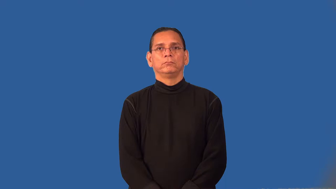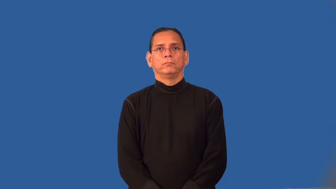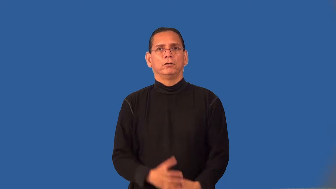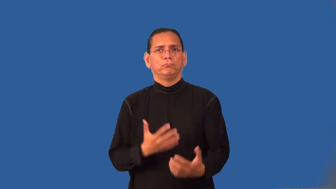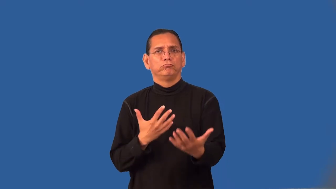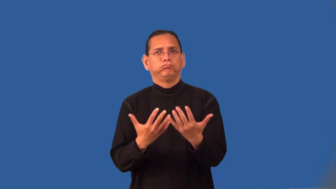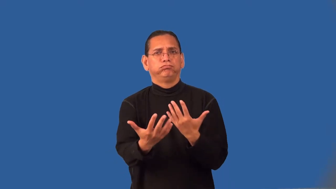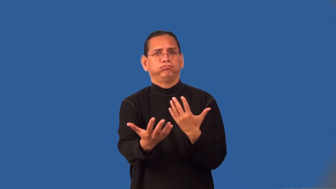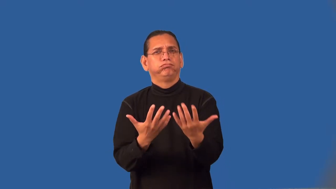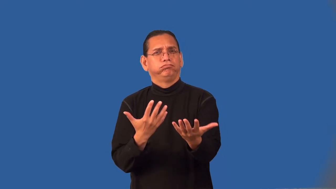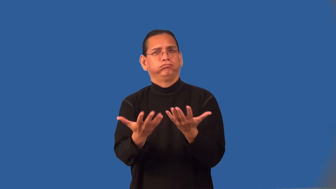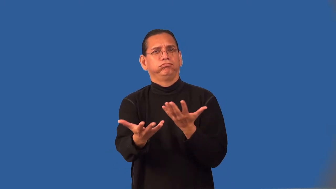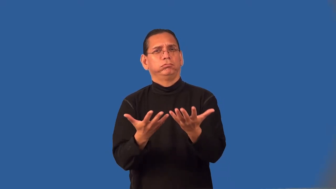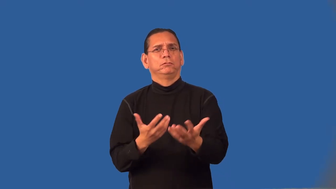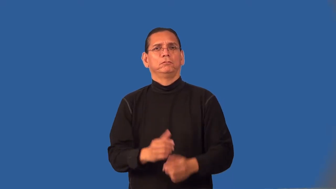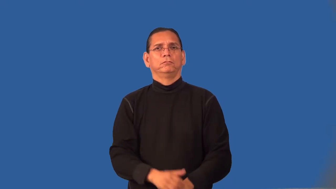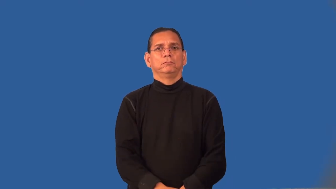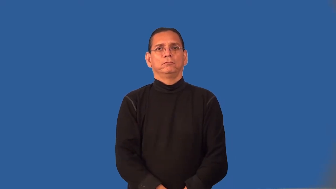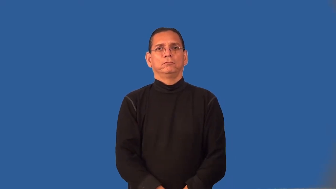treatment-dealings